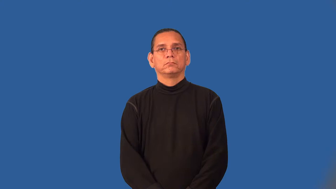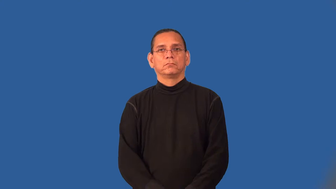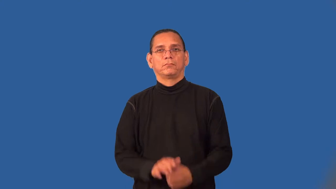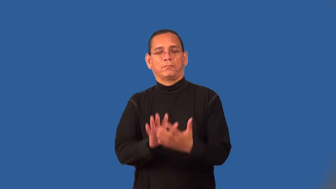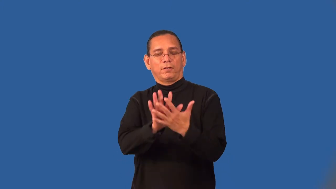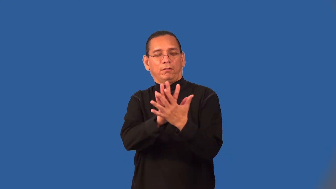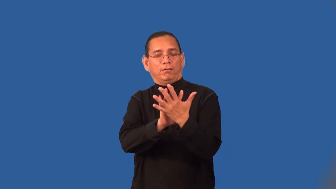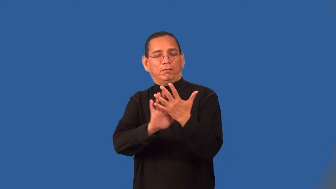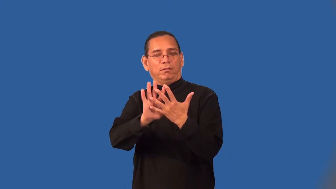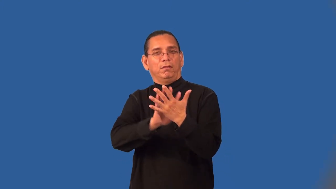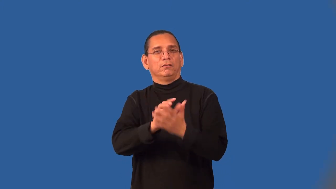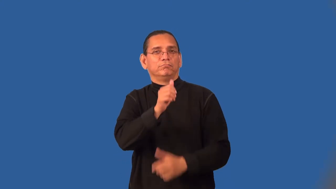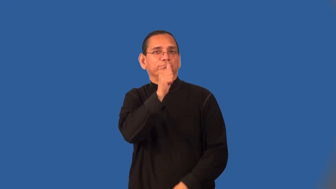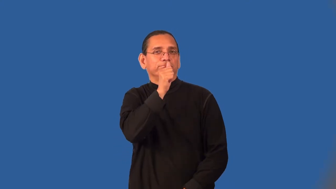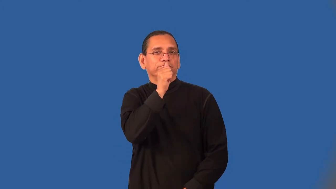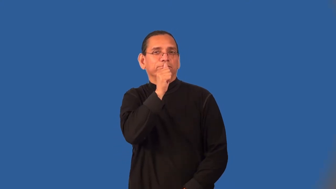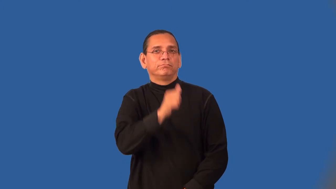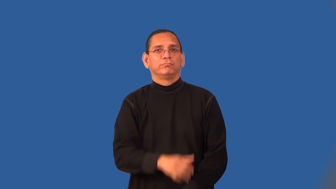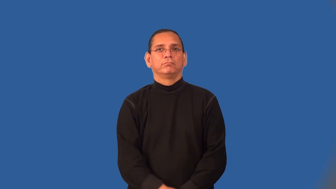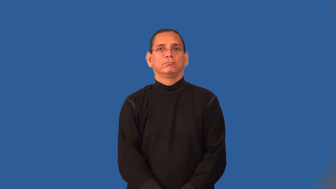sneaky,shady,sketchy,fishily